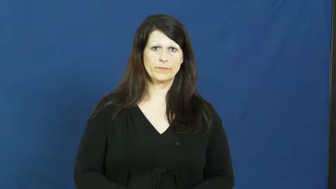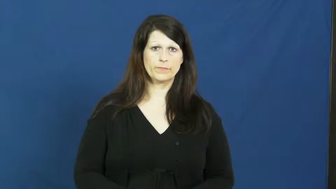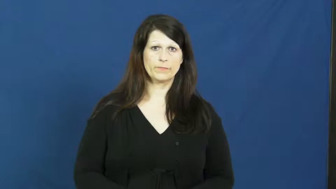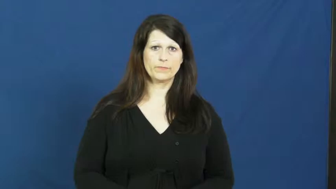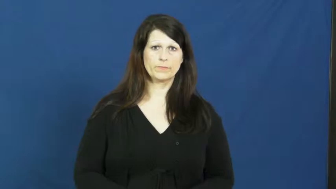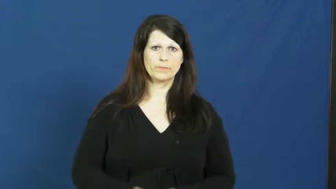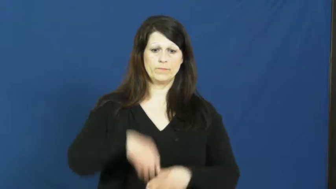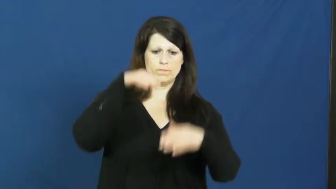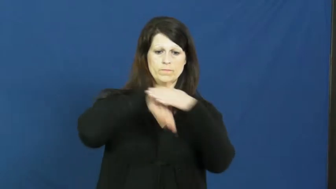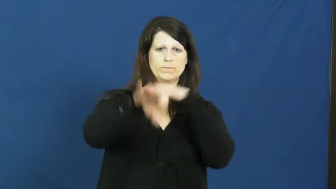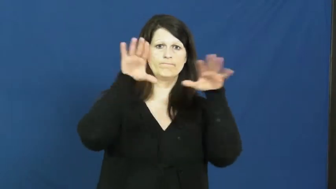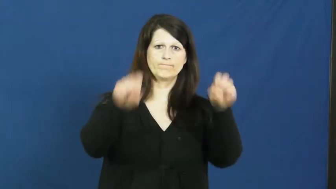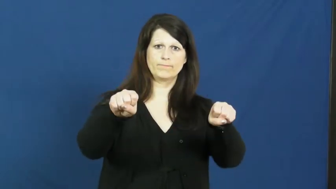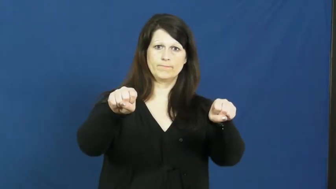raid